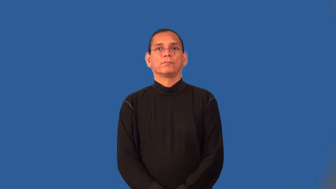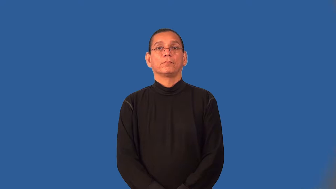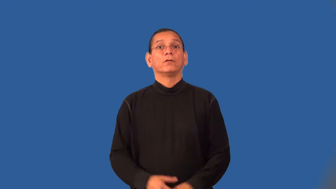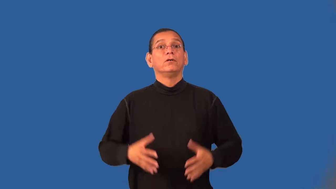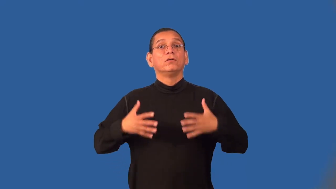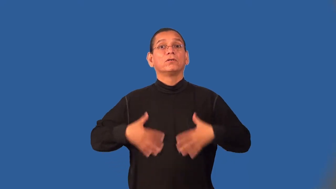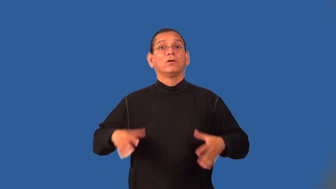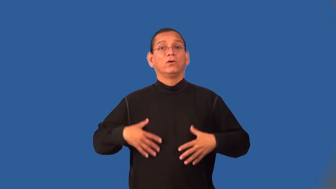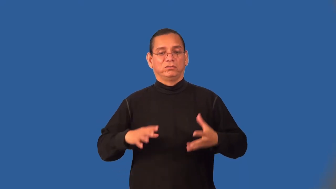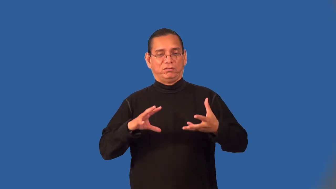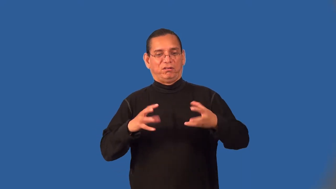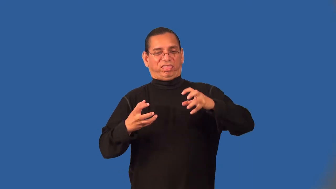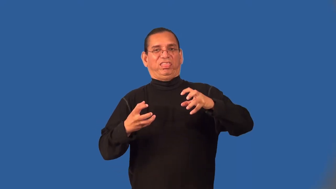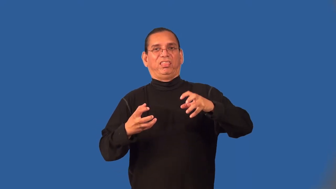wrinkle-clothes